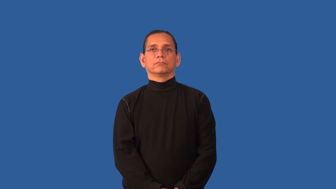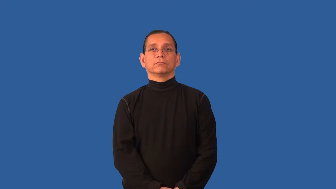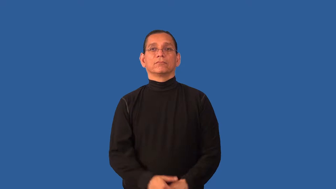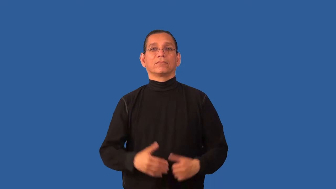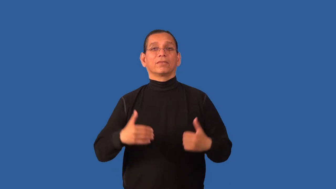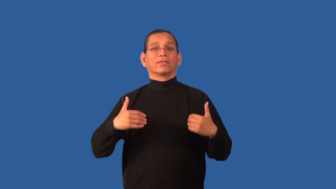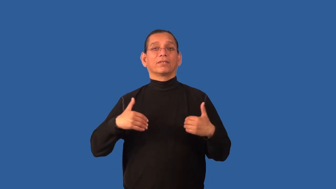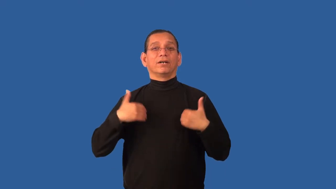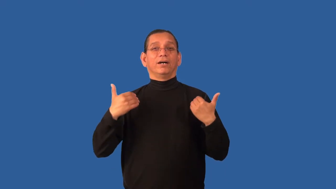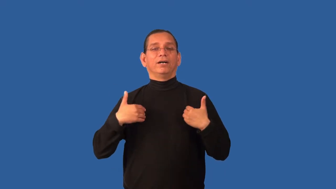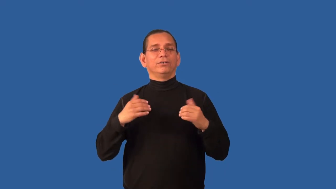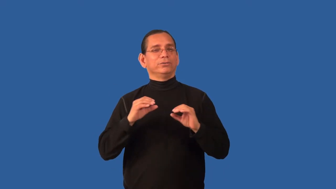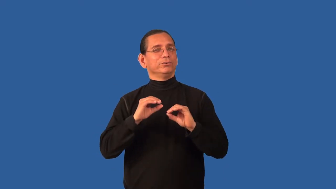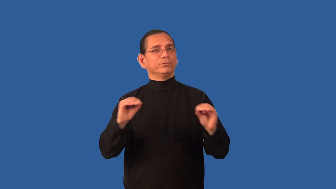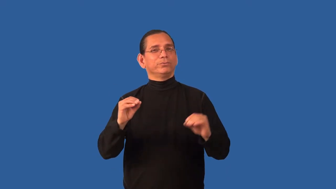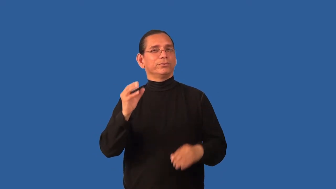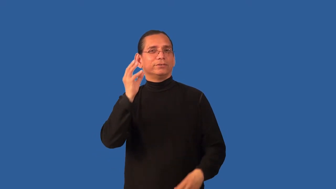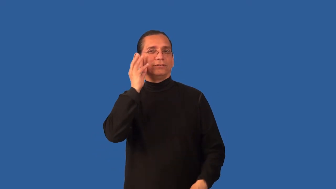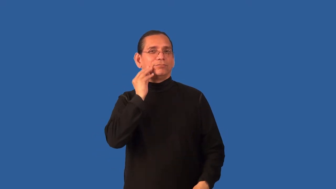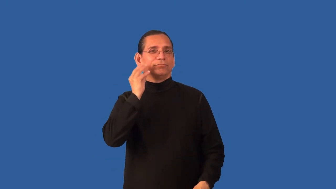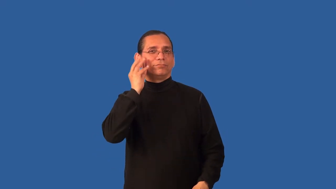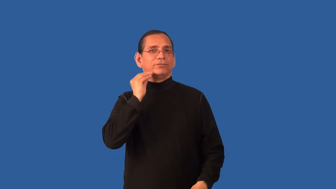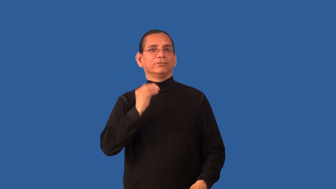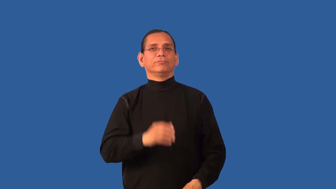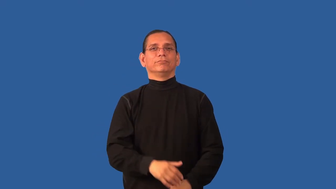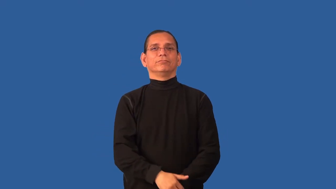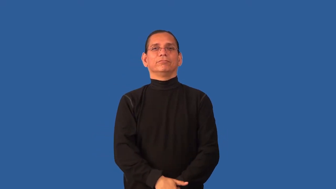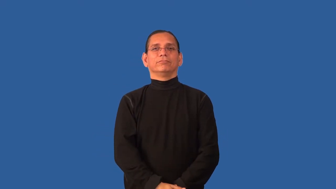callow